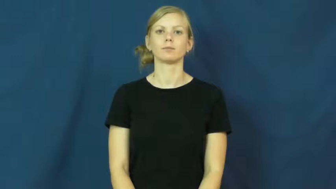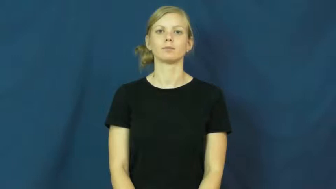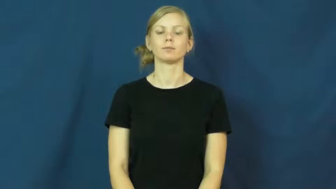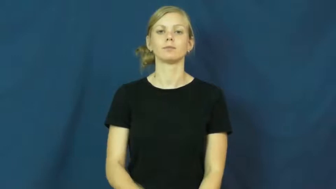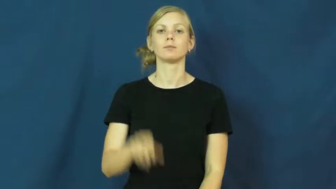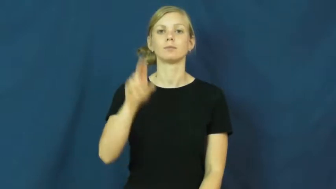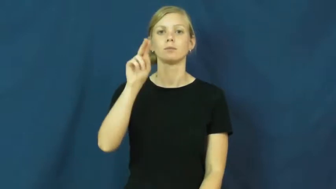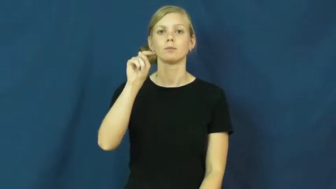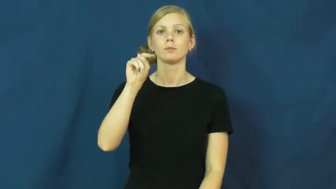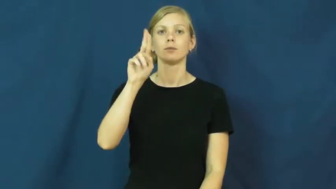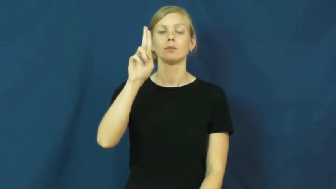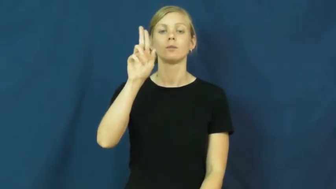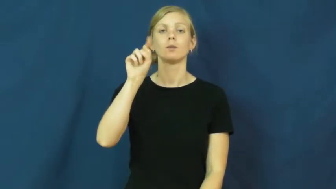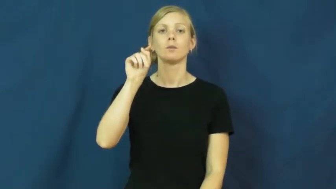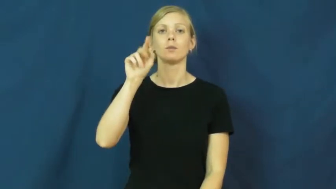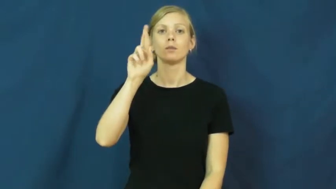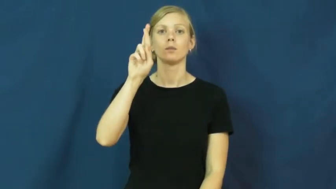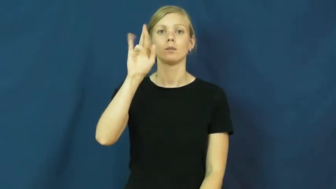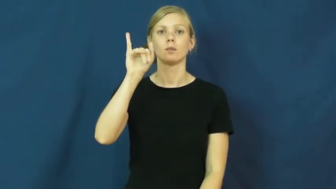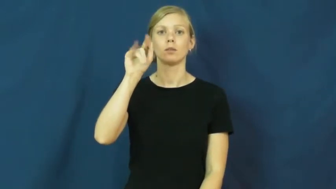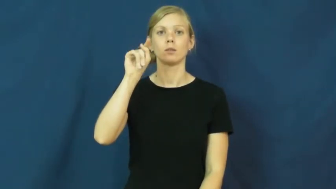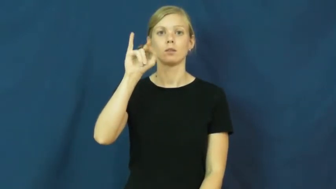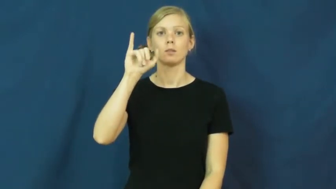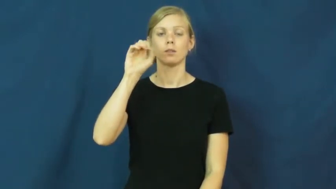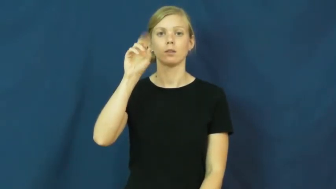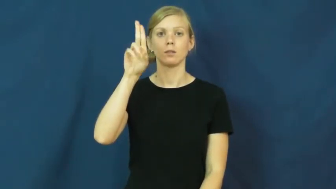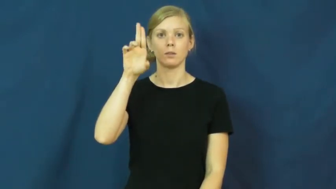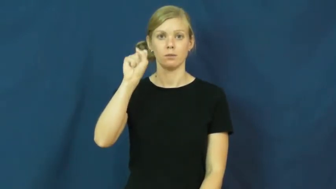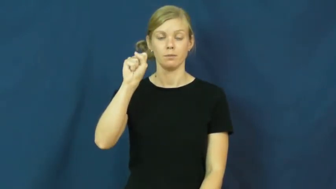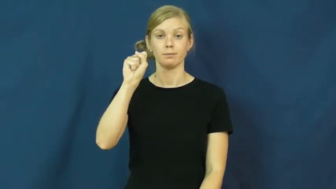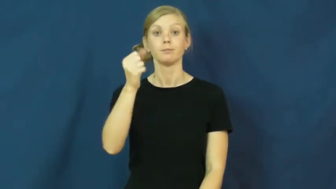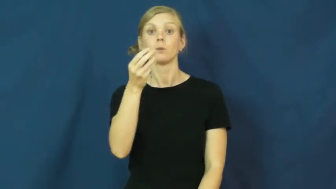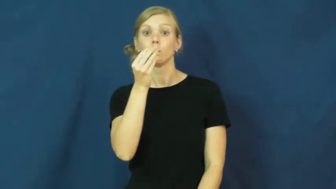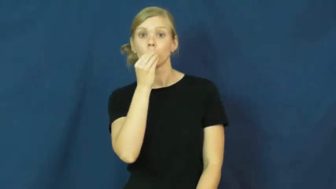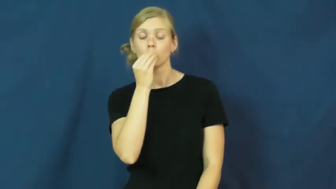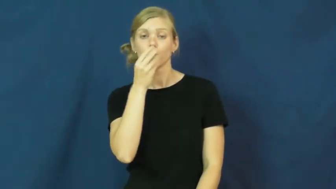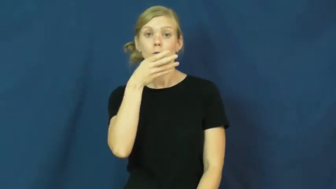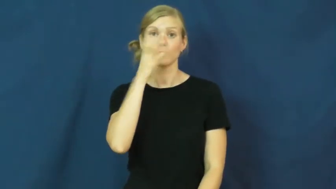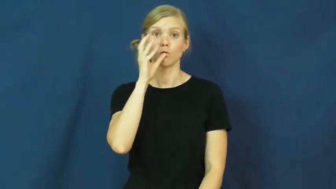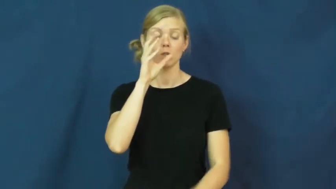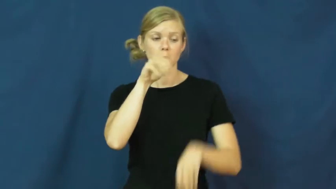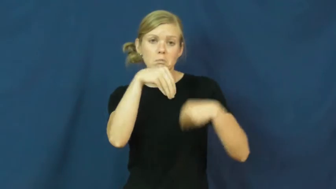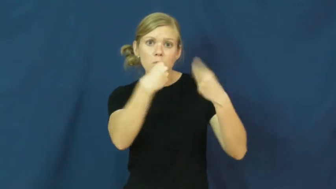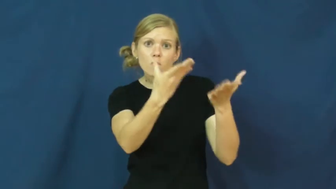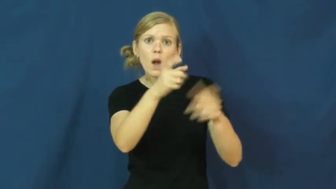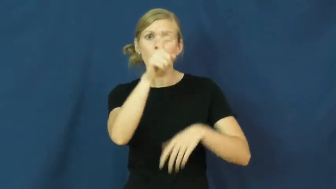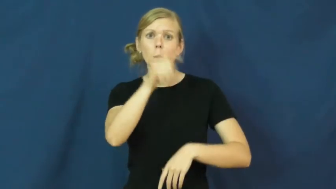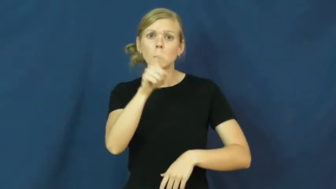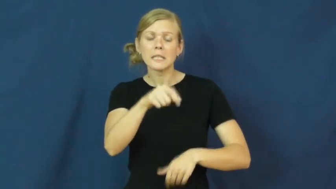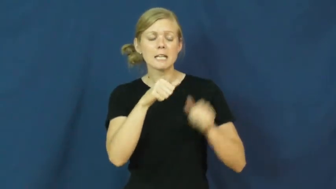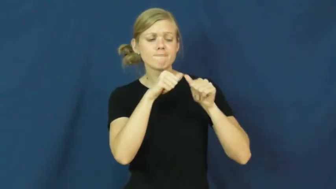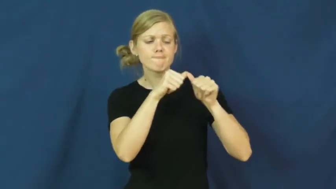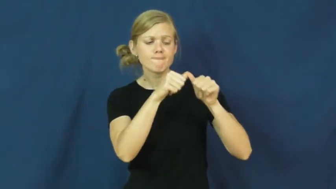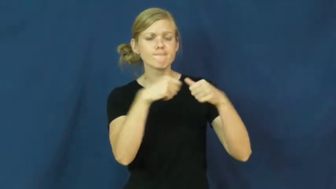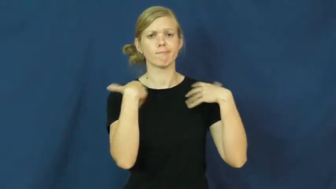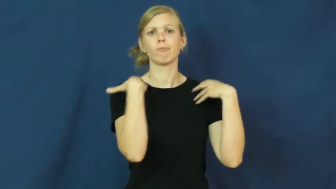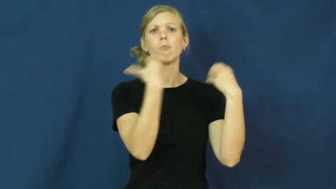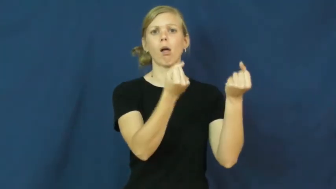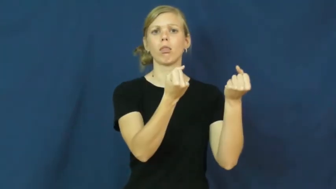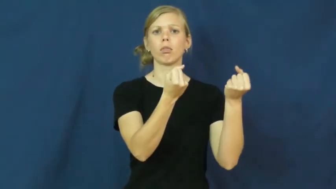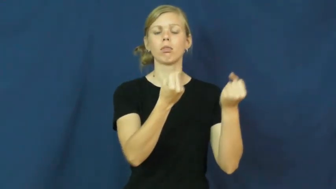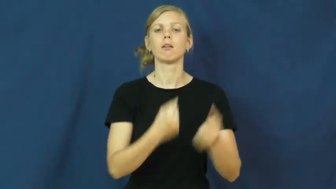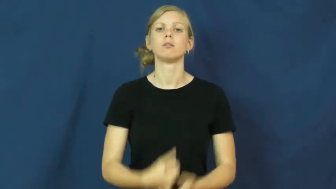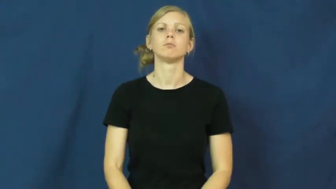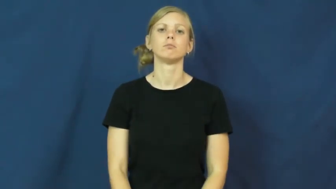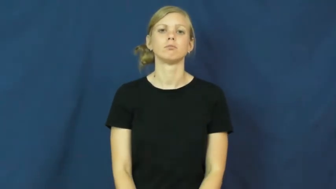nutritious